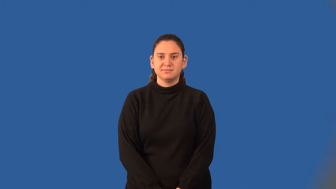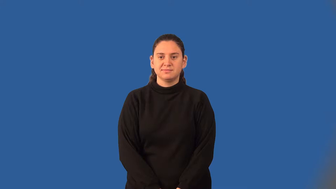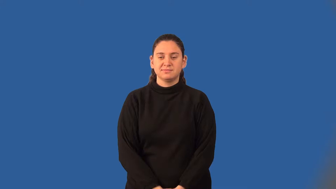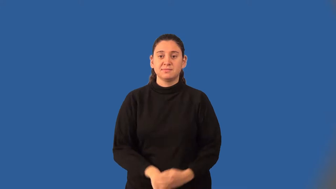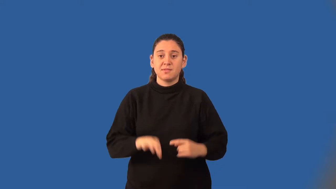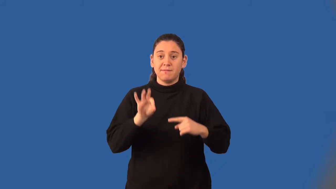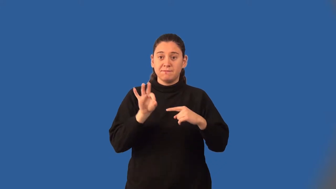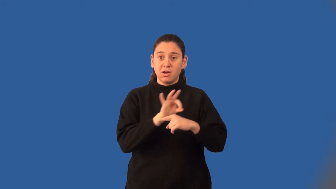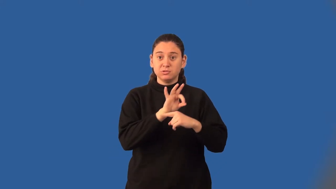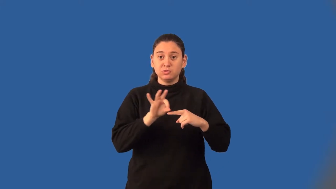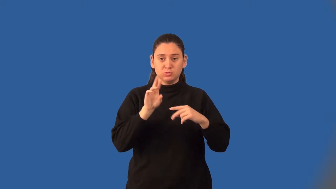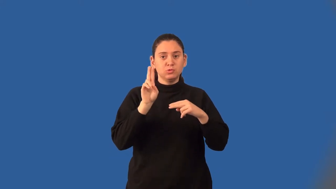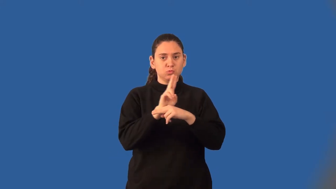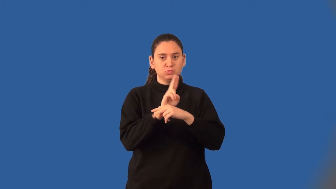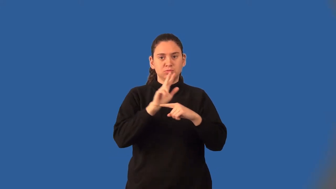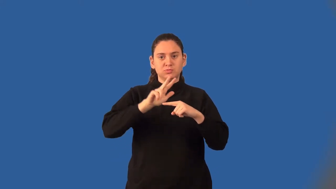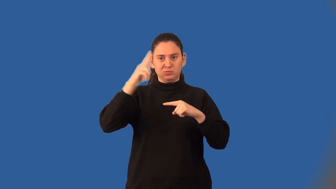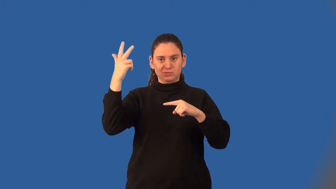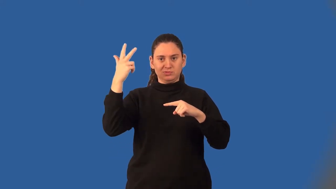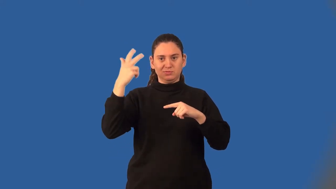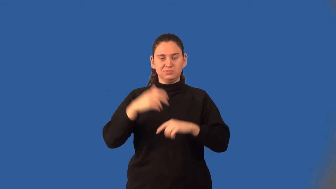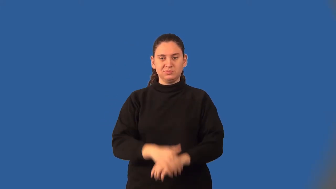cubic function